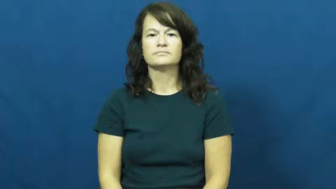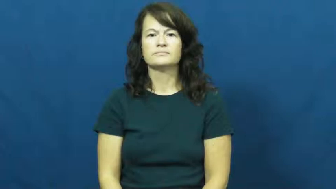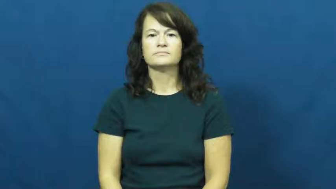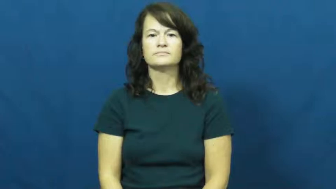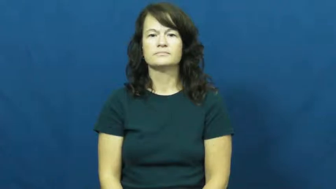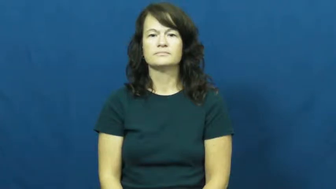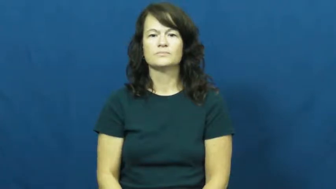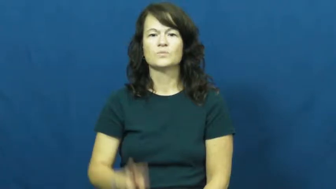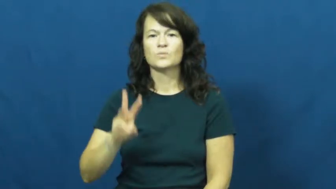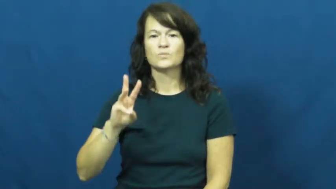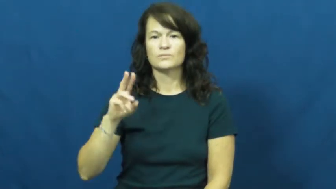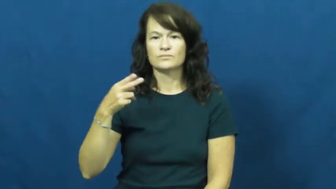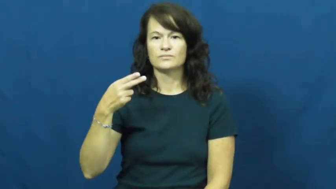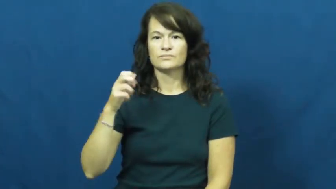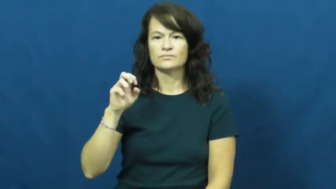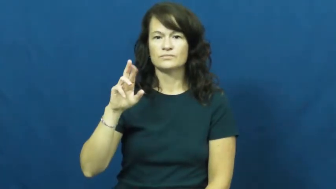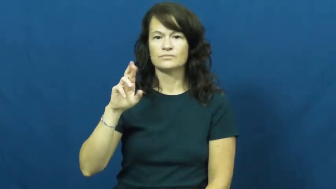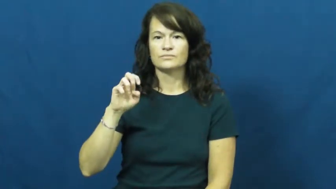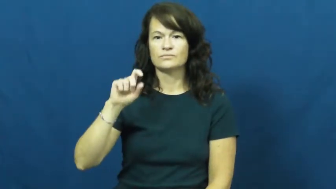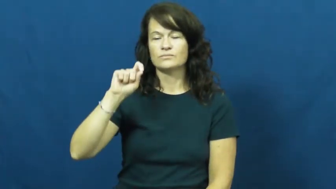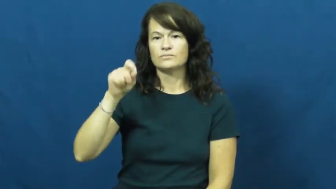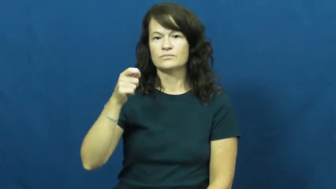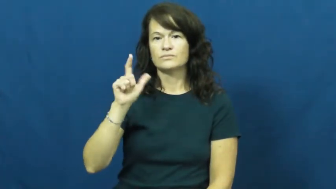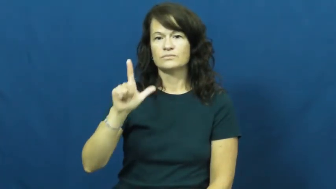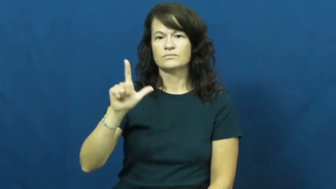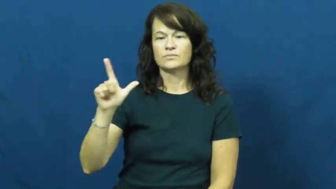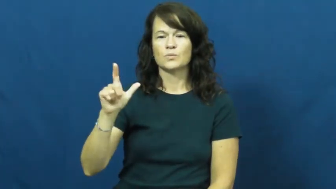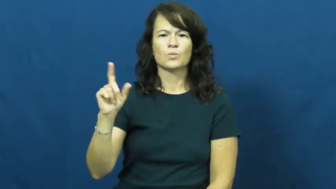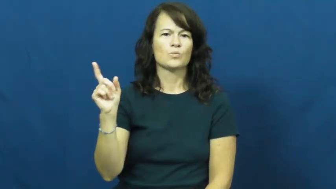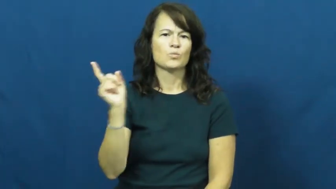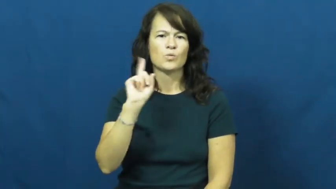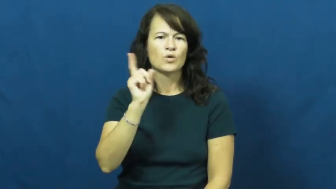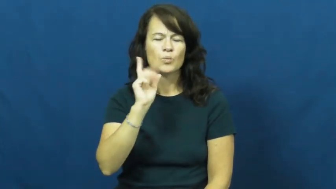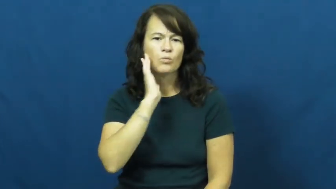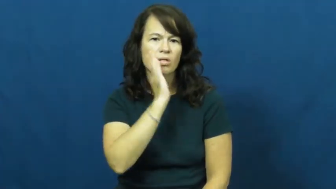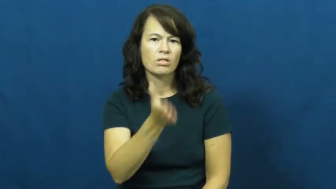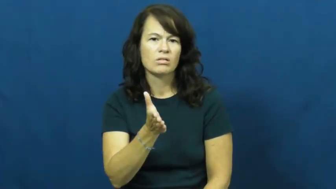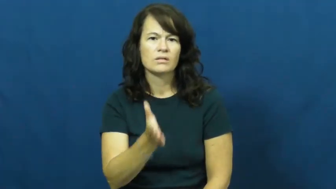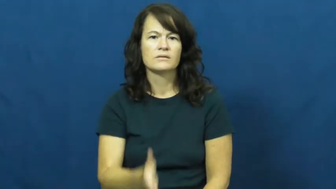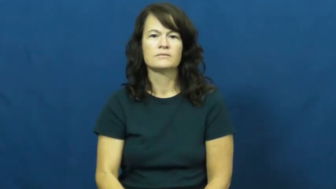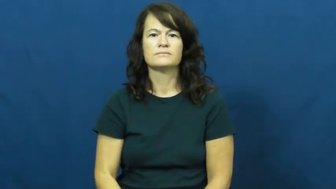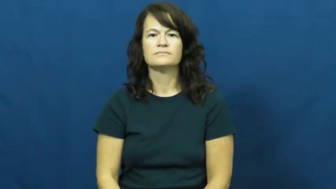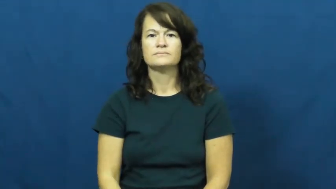where'll